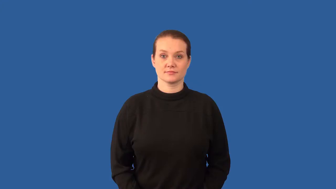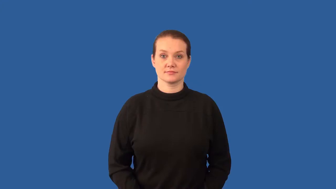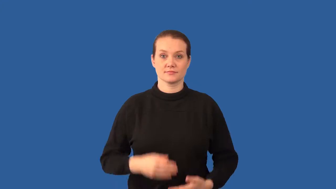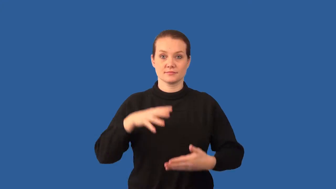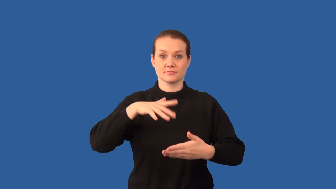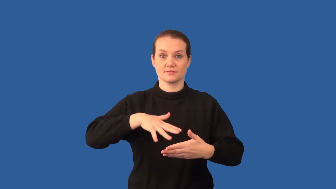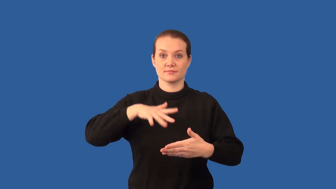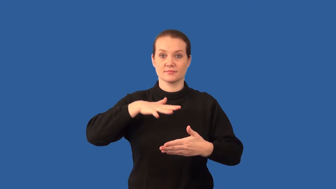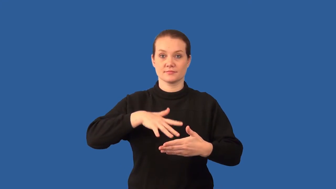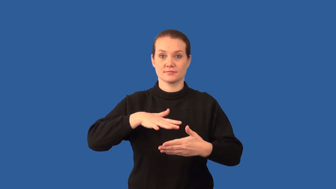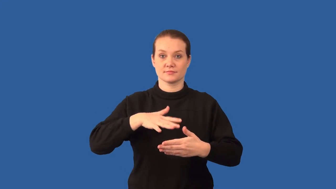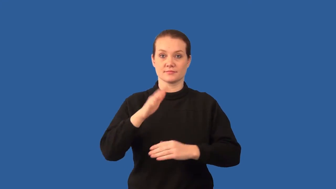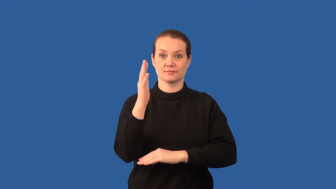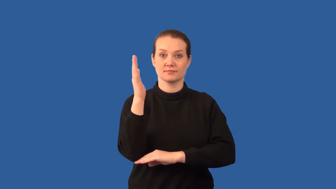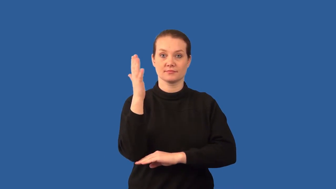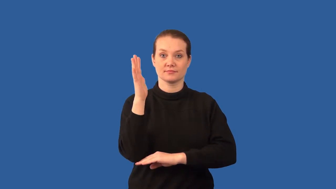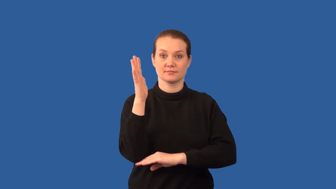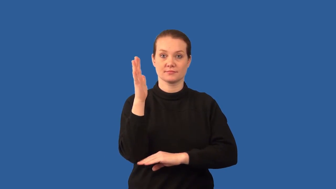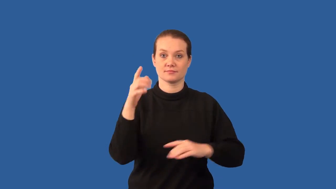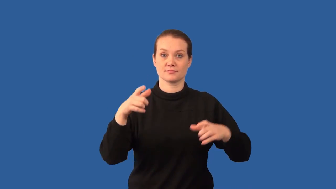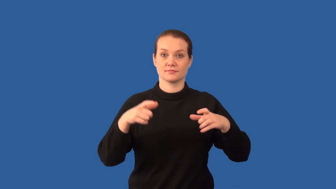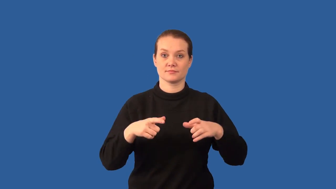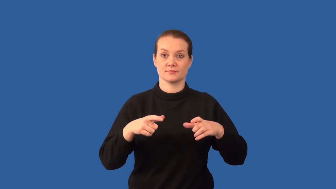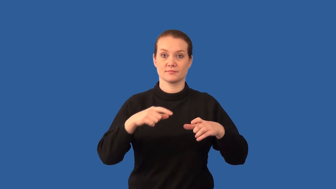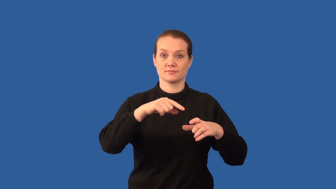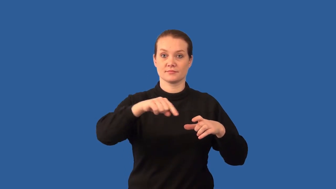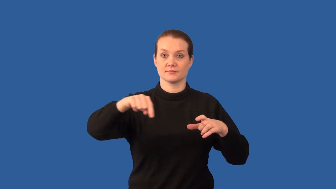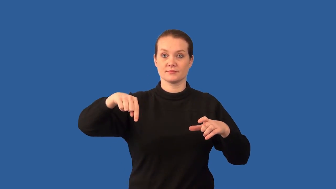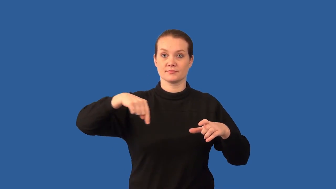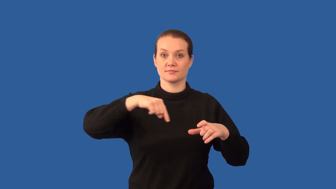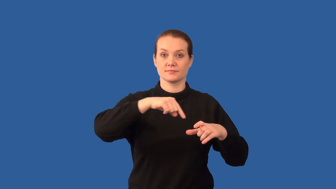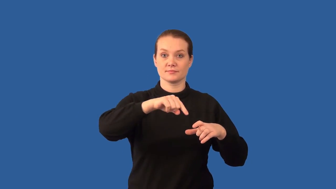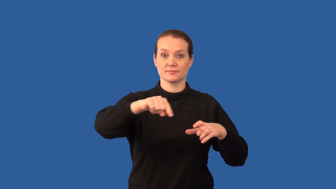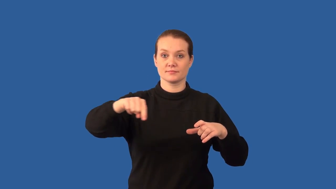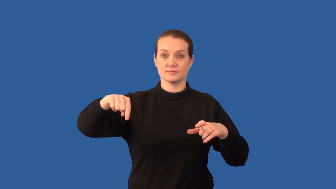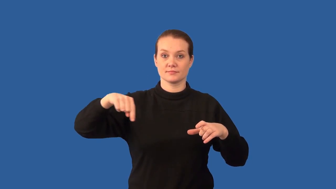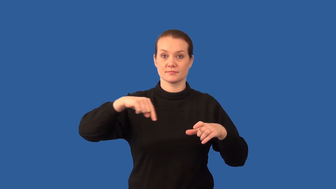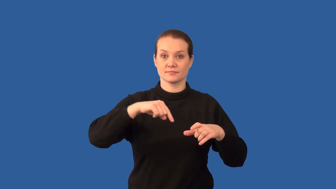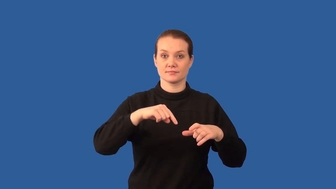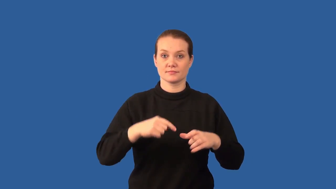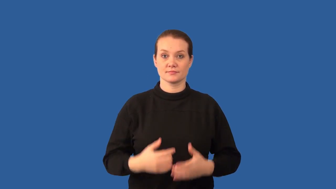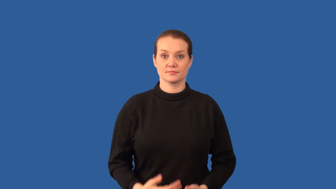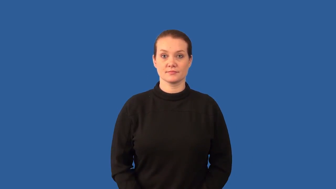dendrochronology